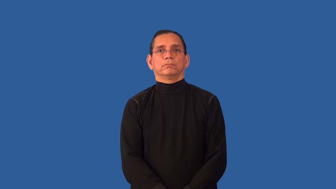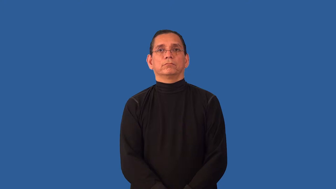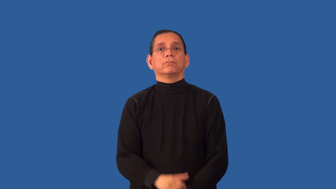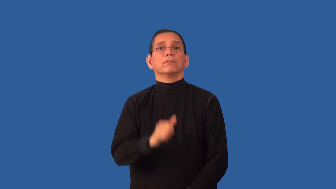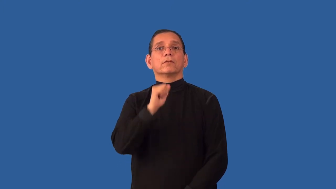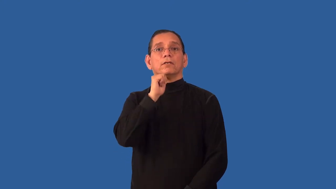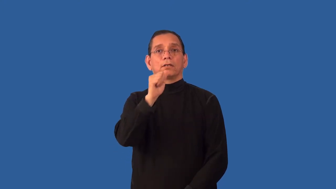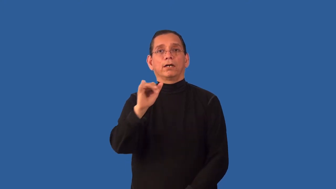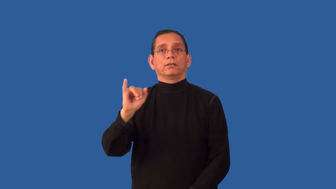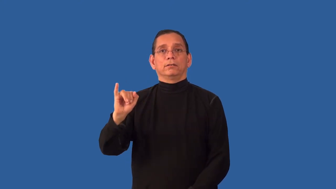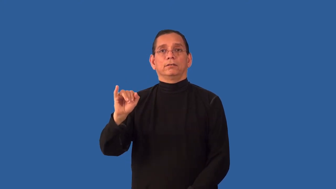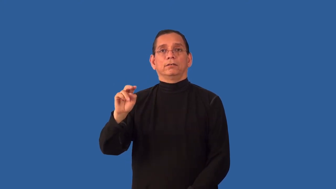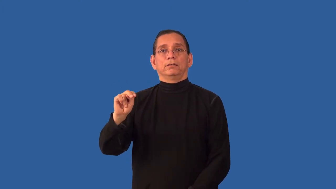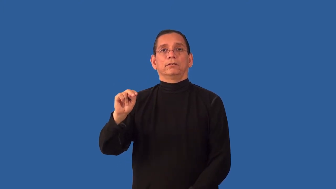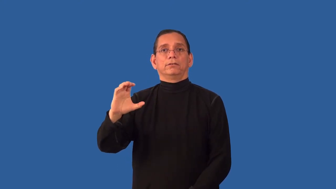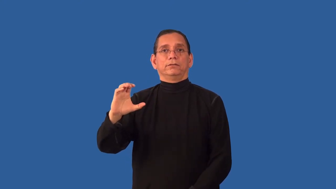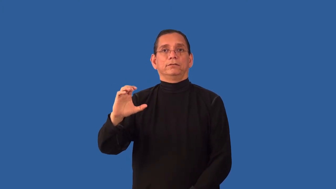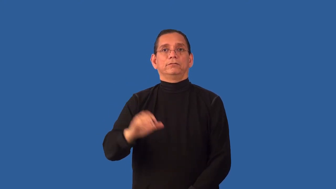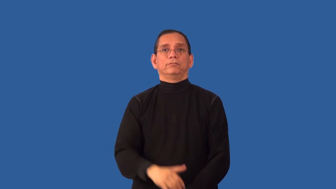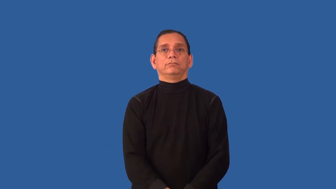unincorporated-company